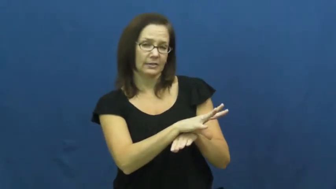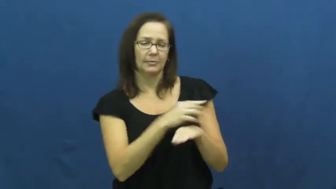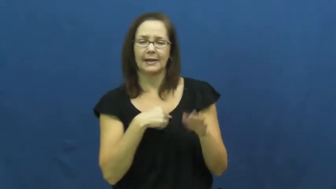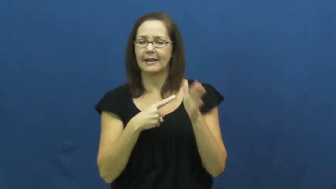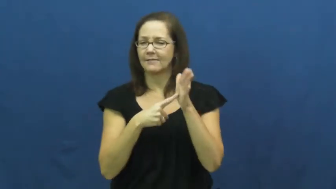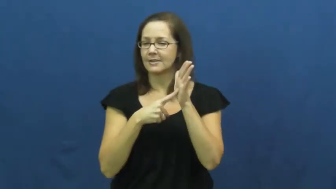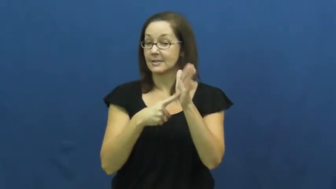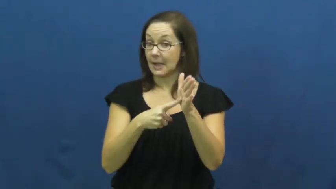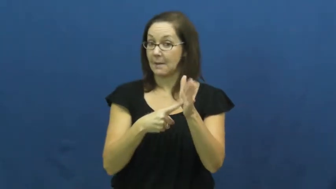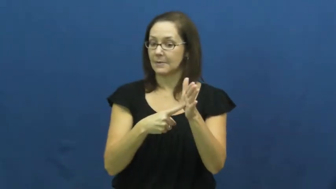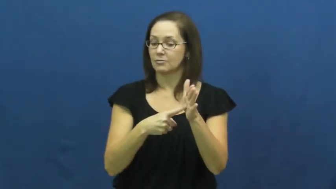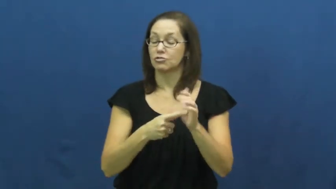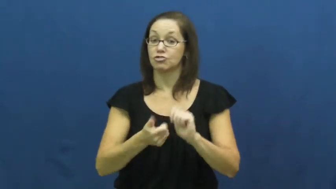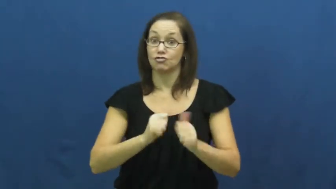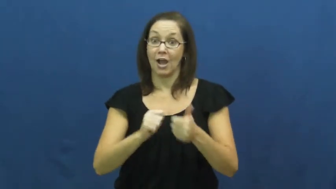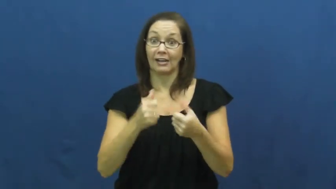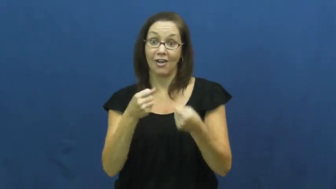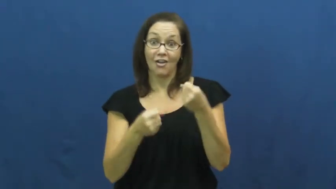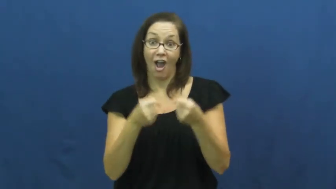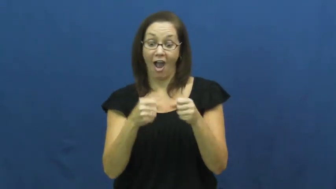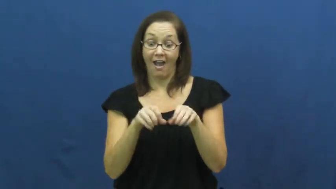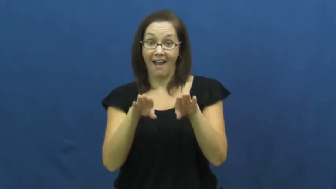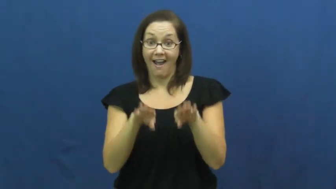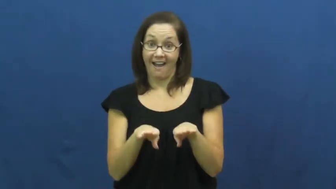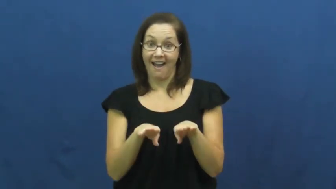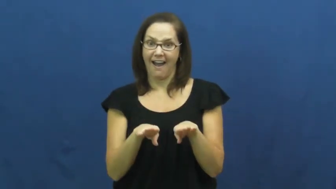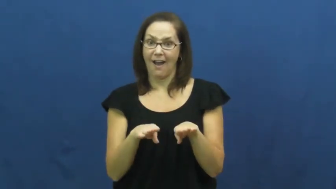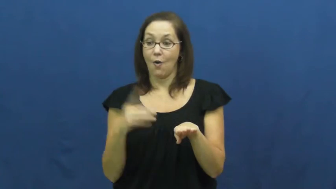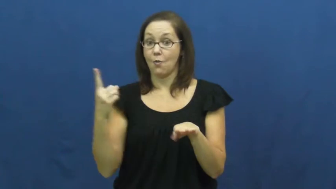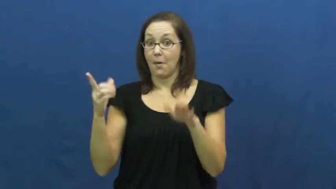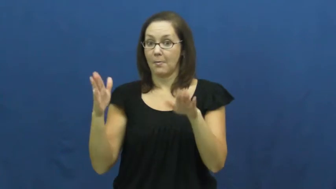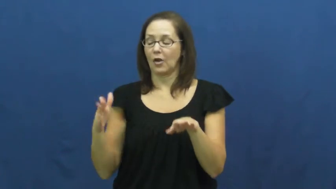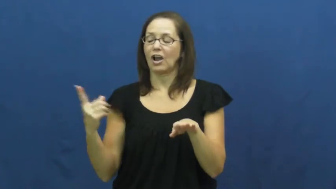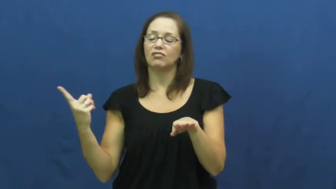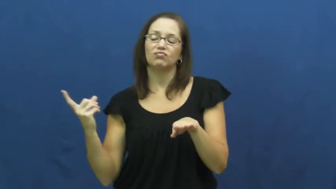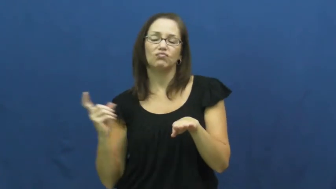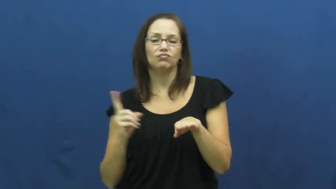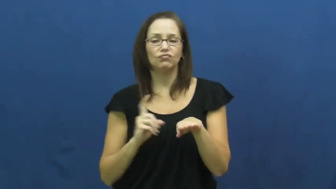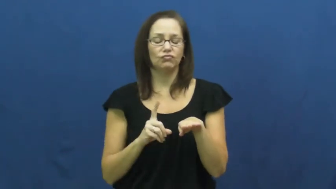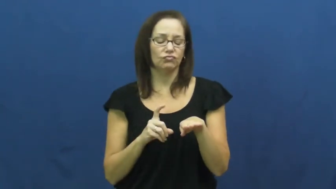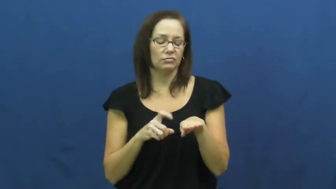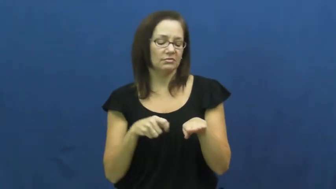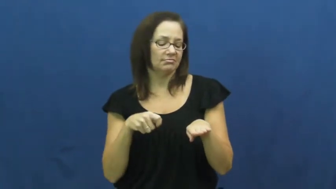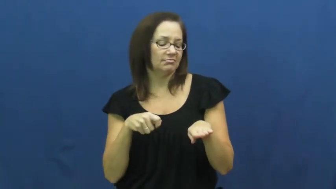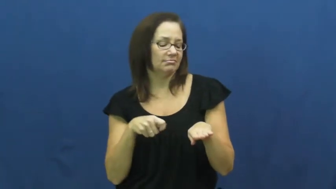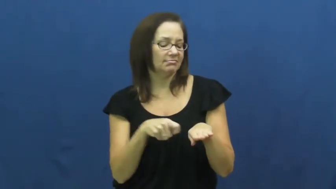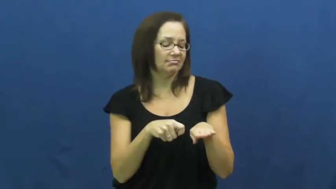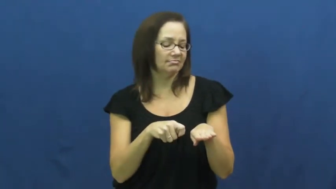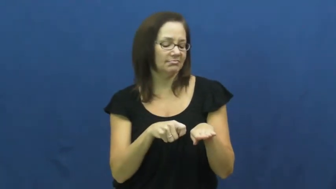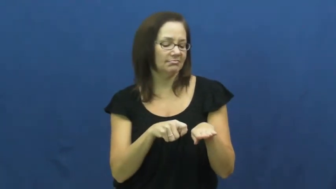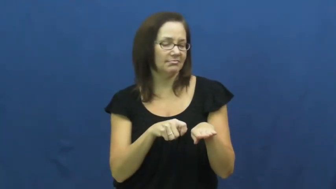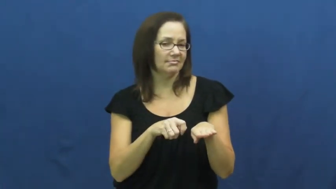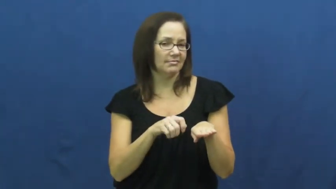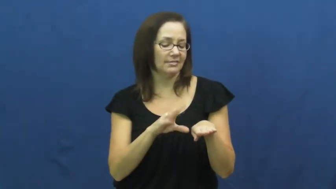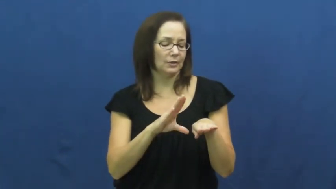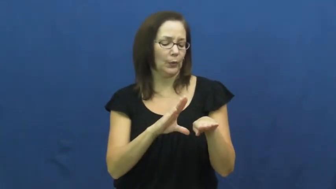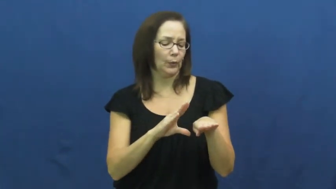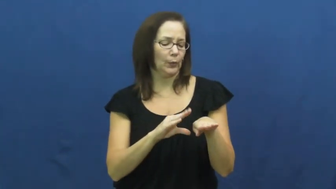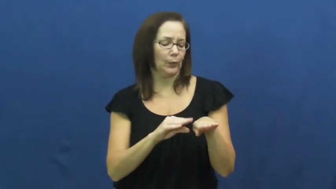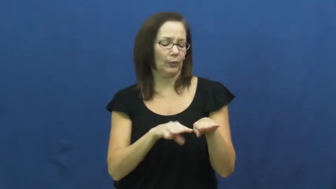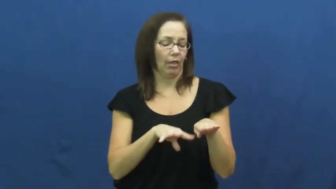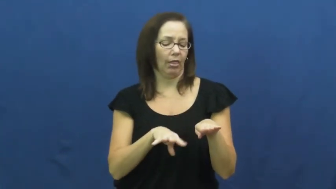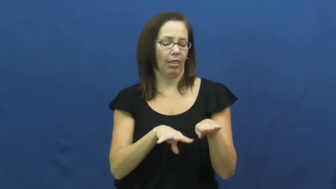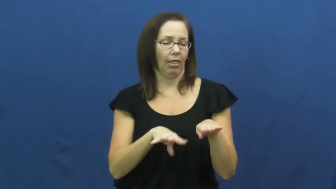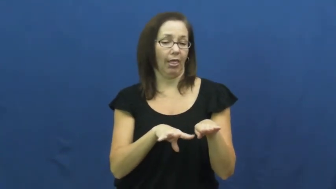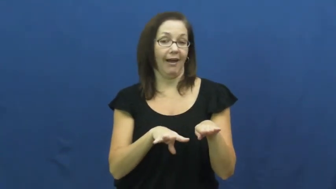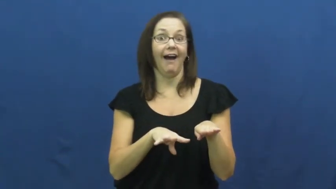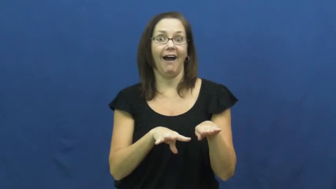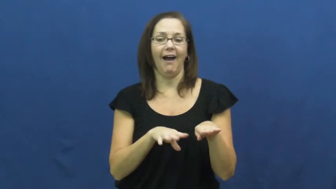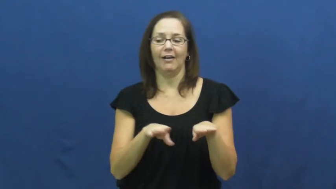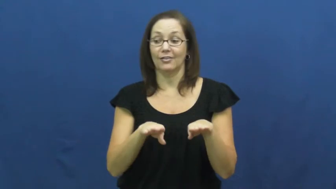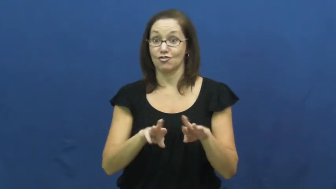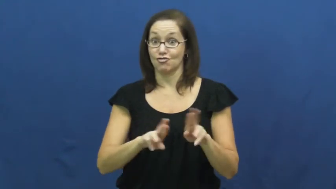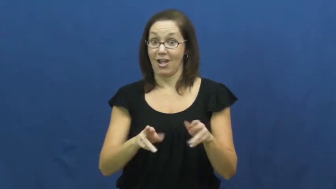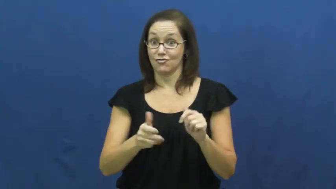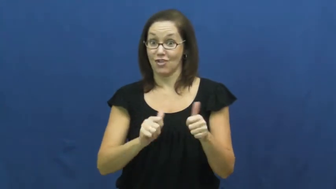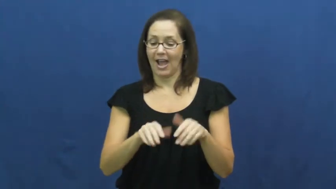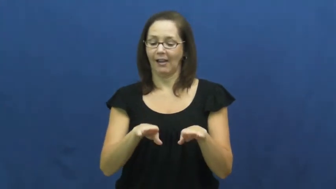fix,rig-cheat